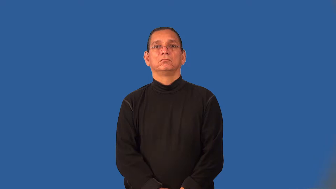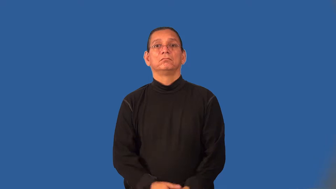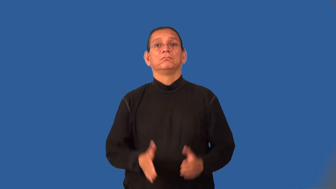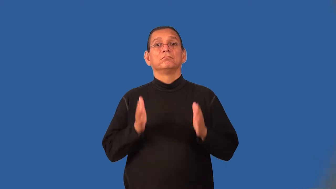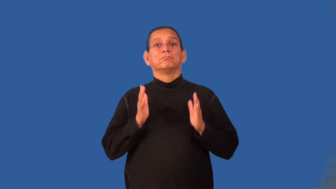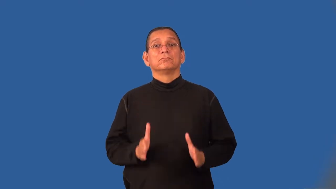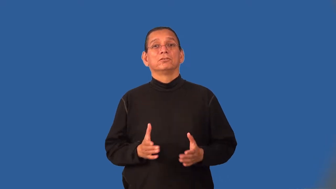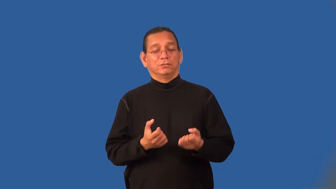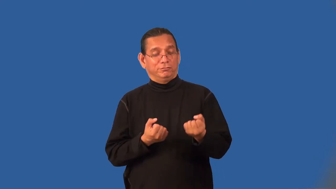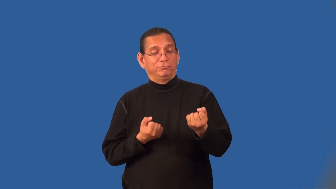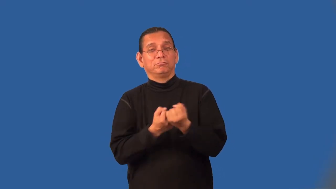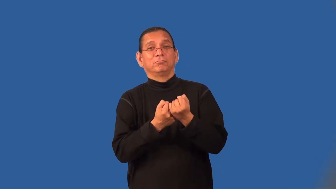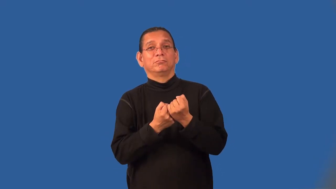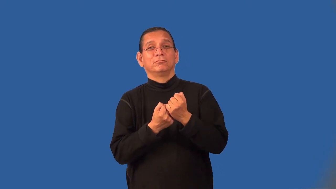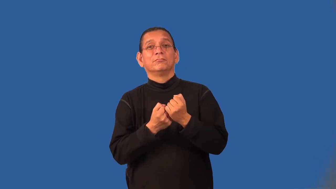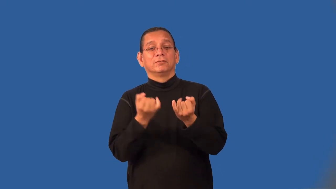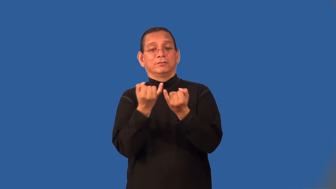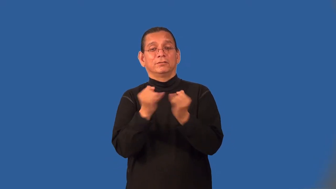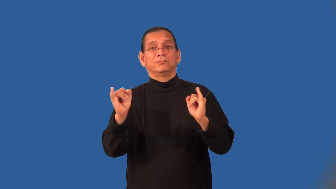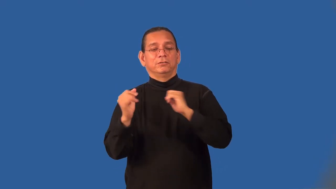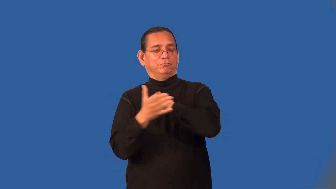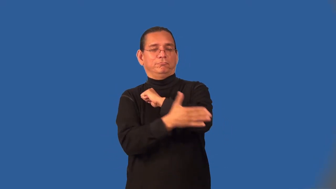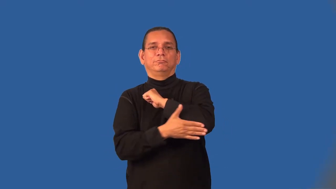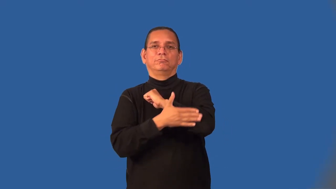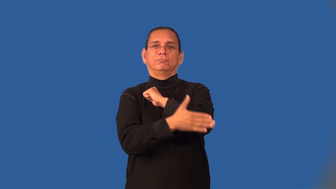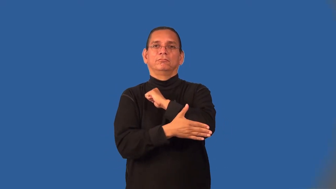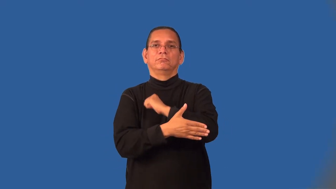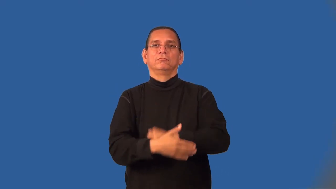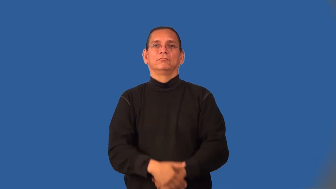nationalist